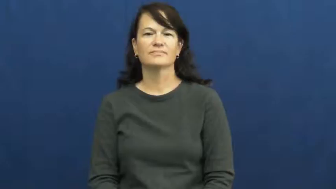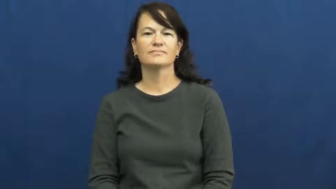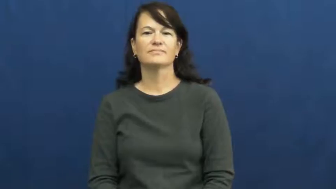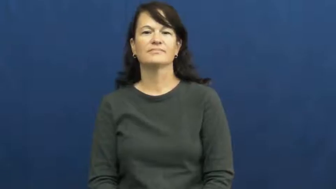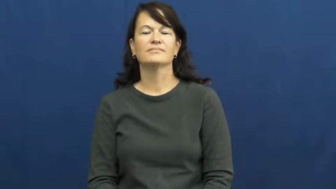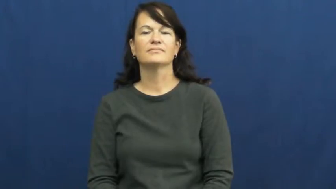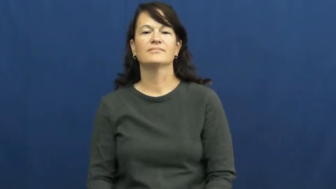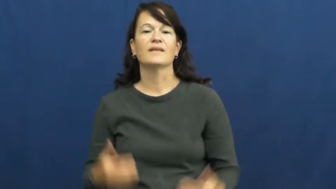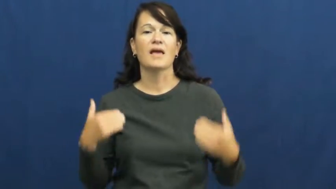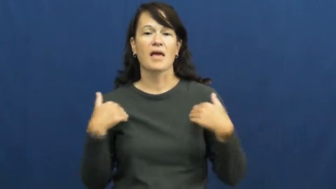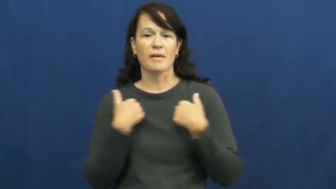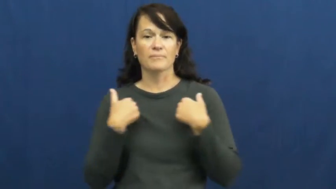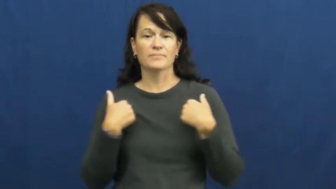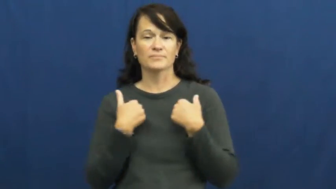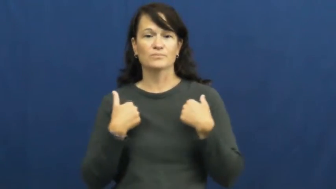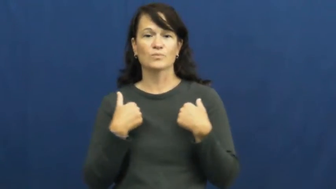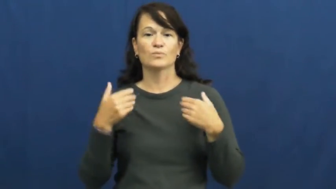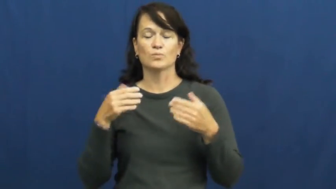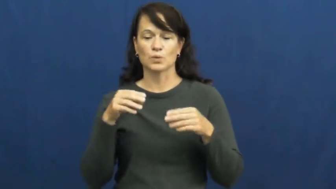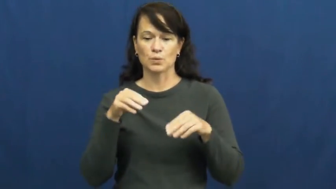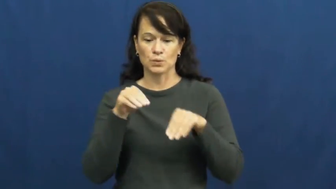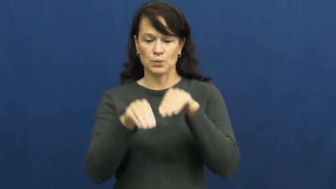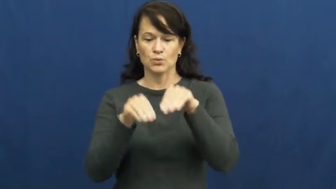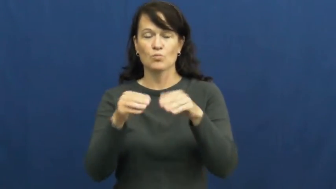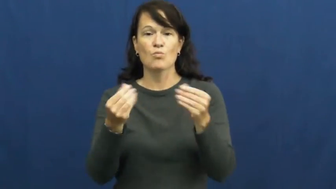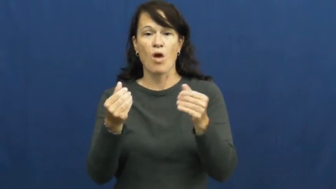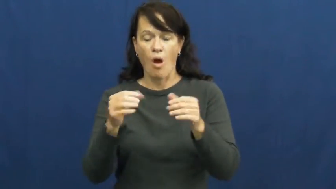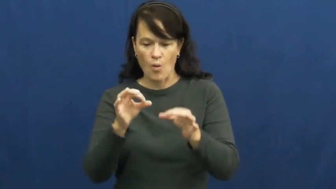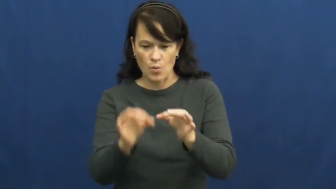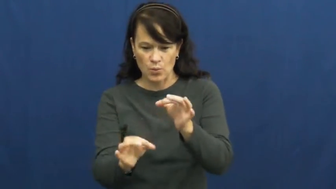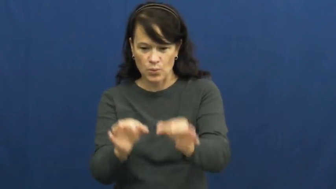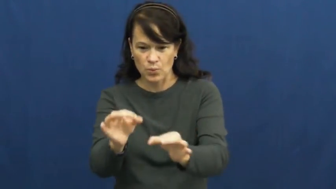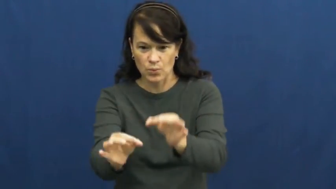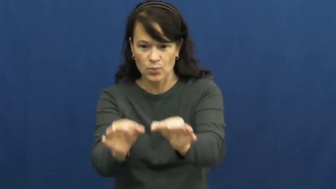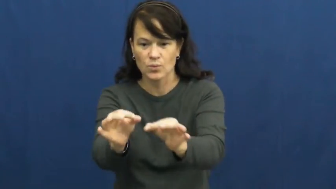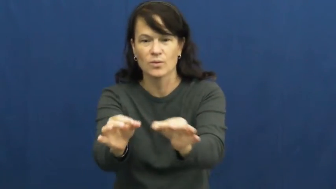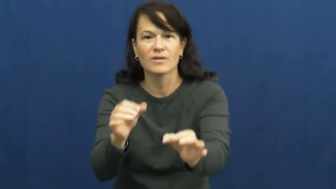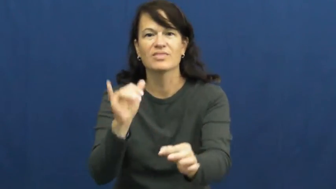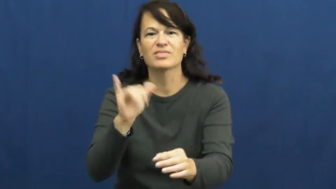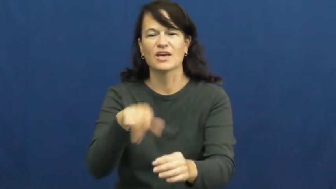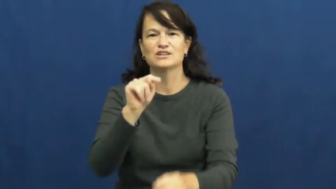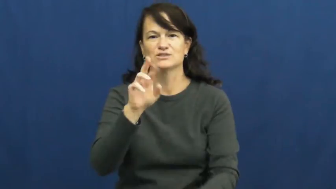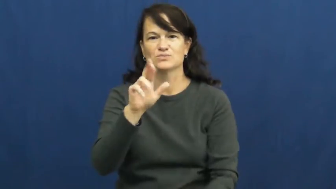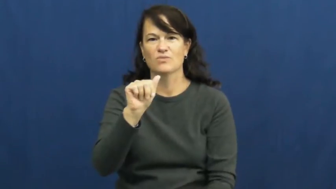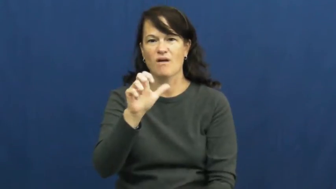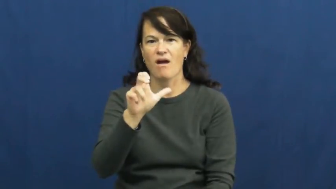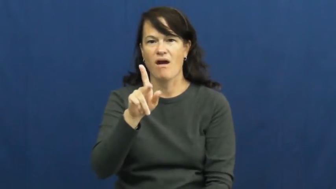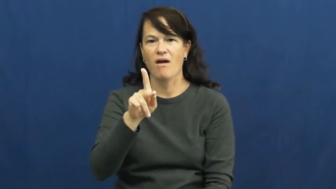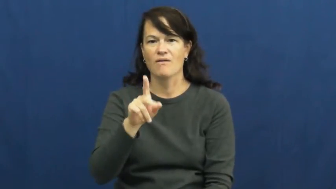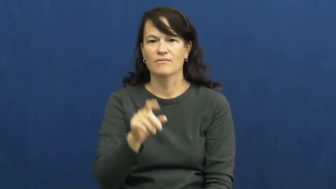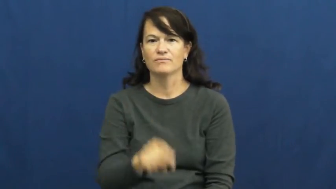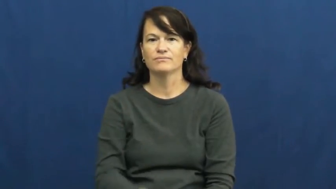track-animal